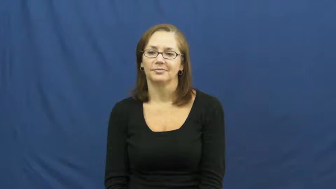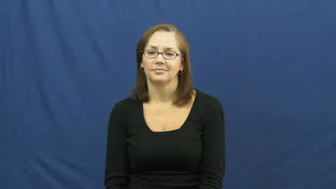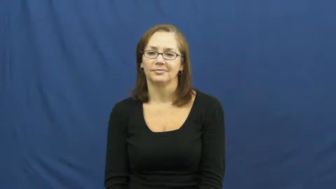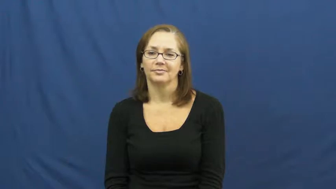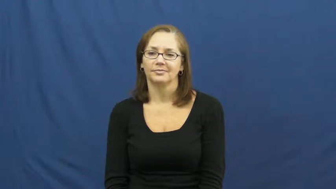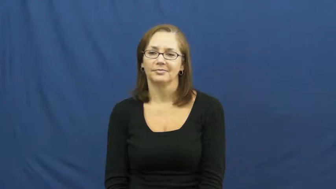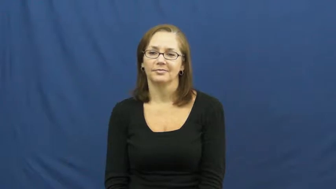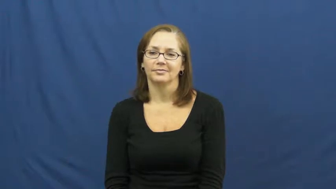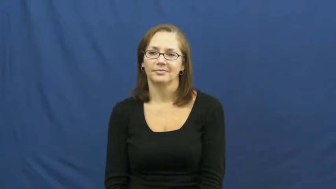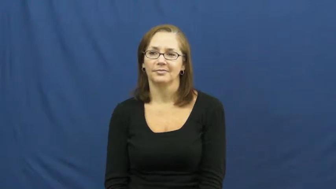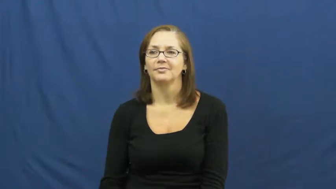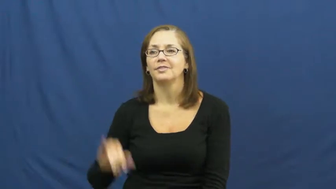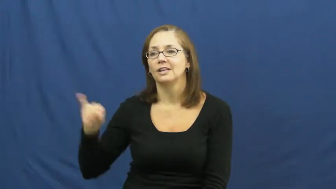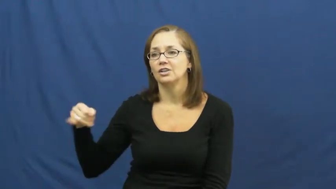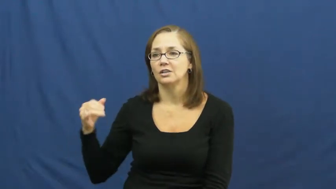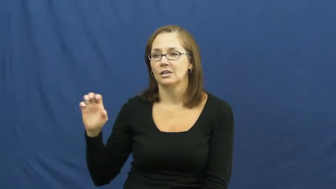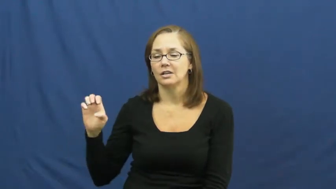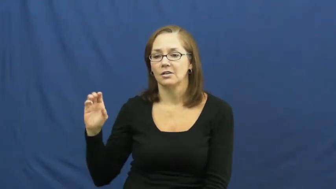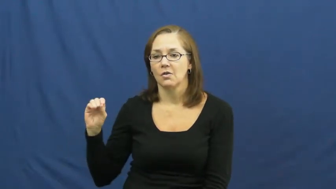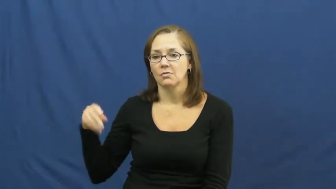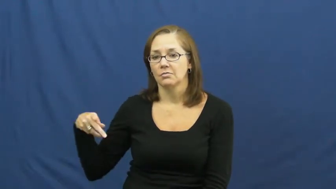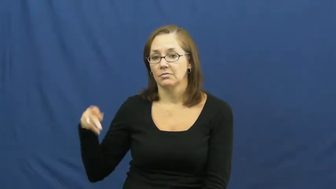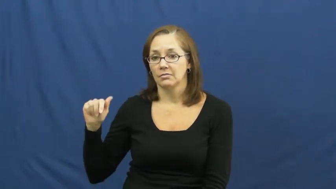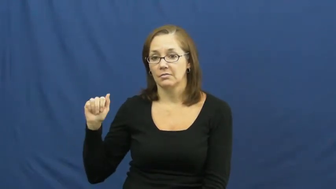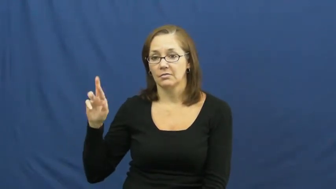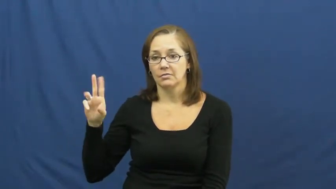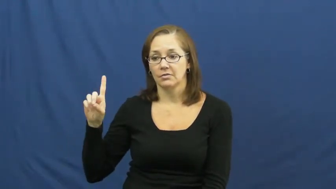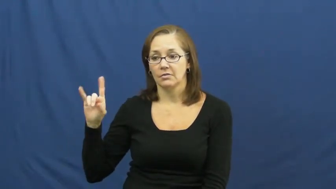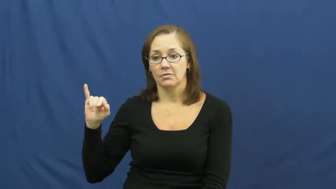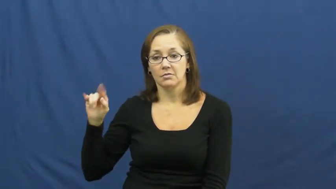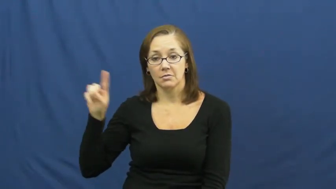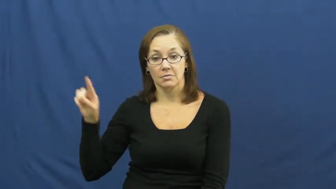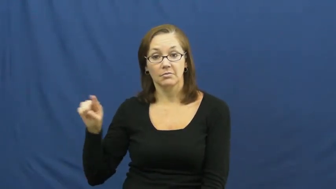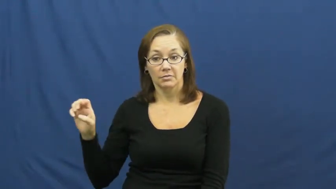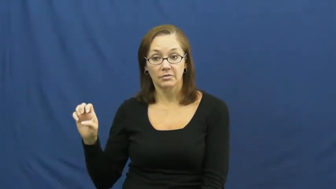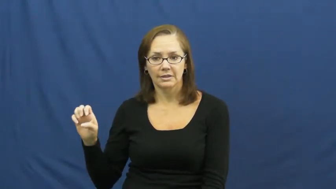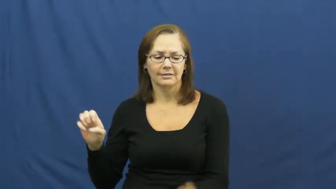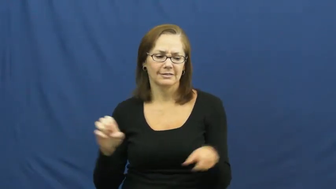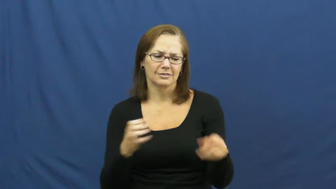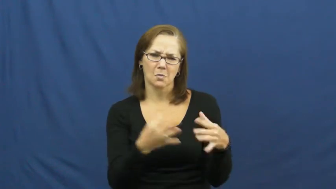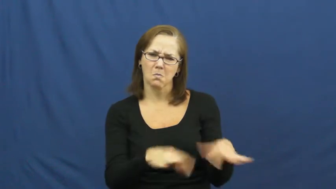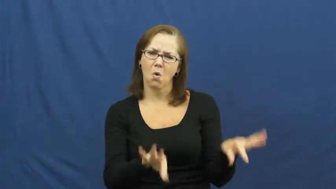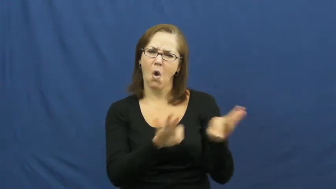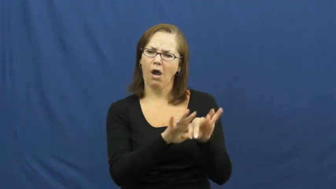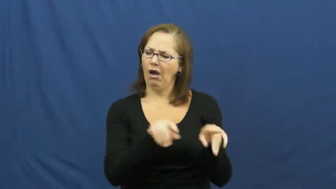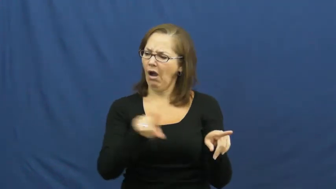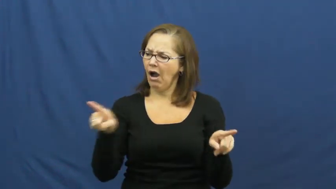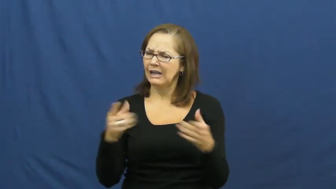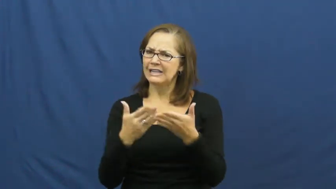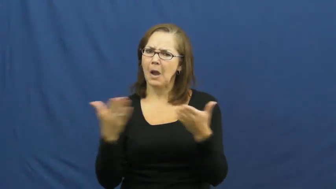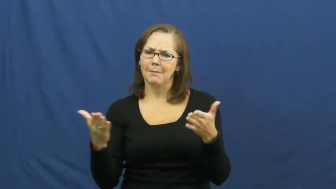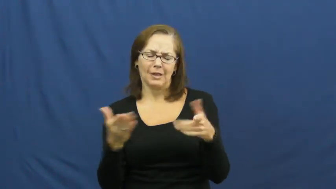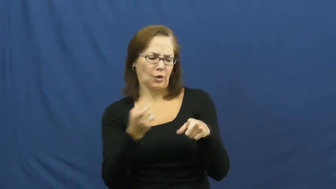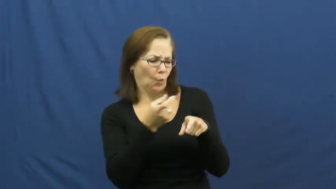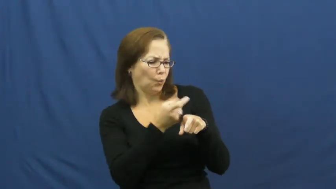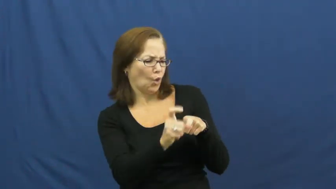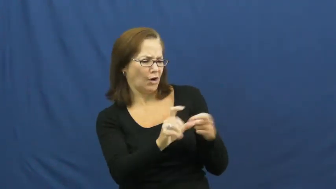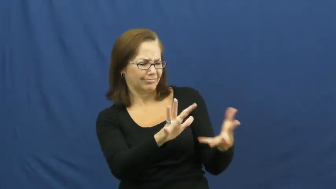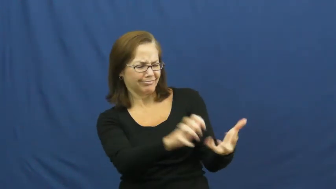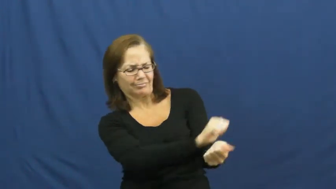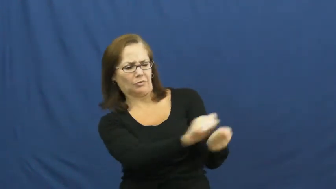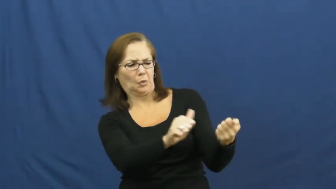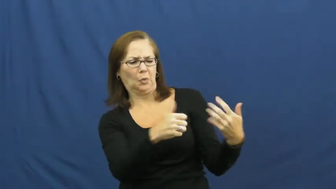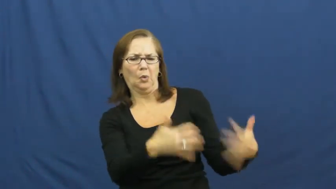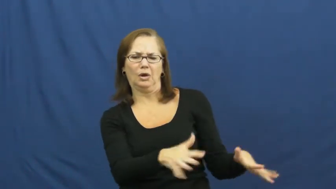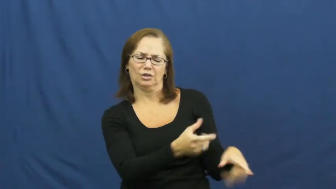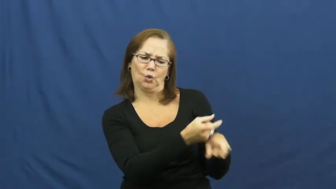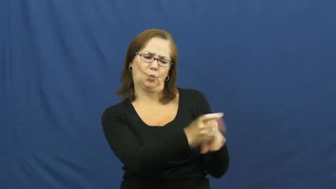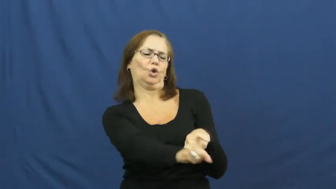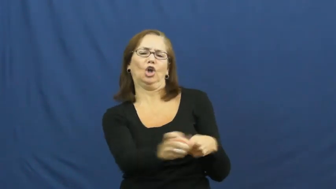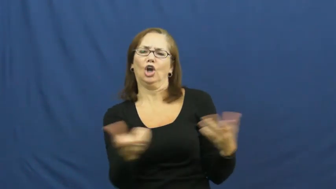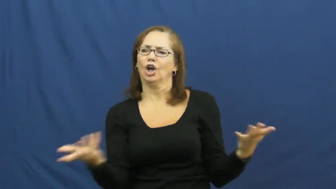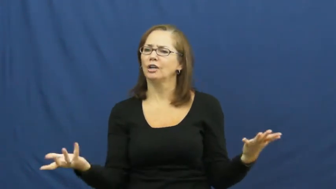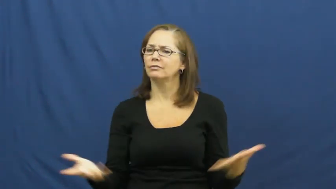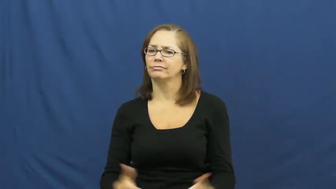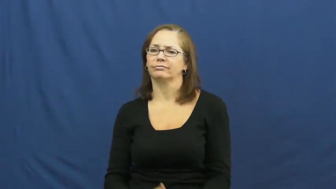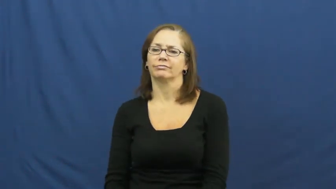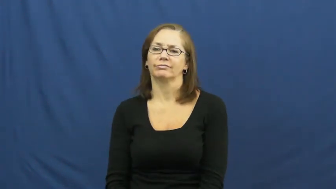jeopardize